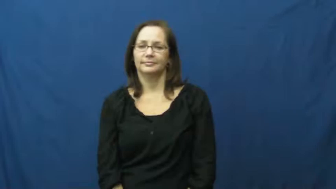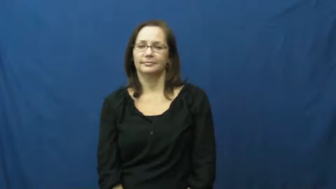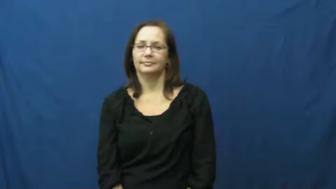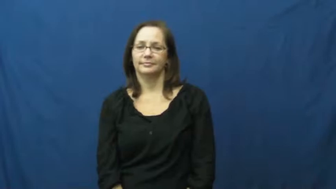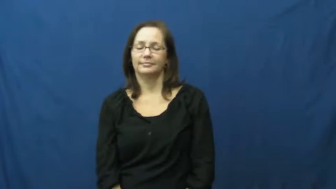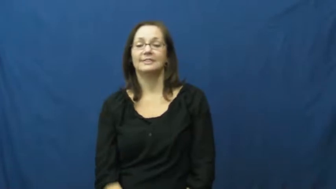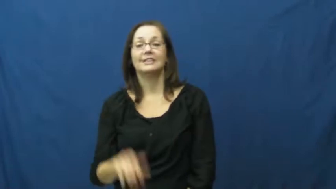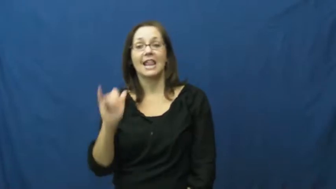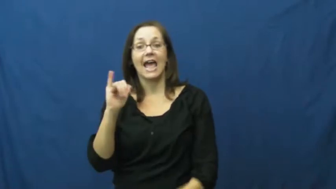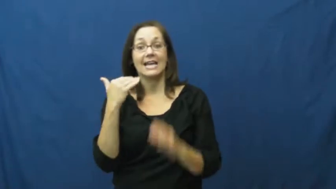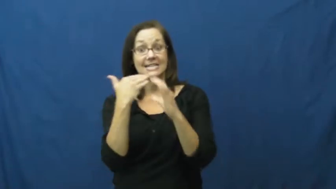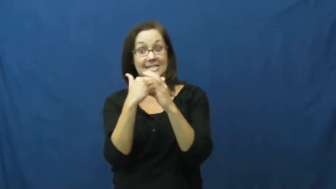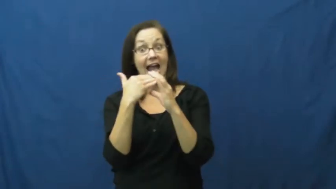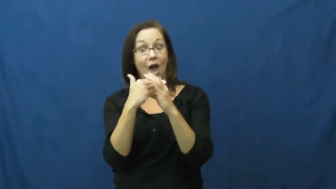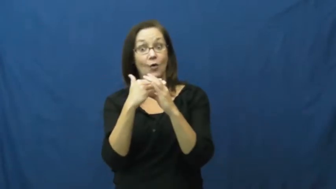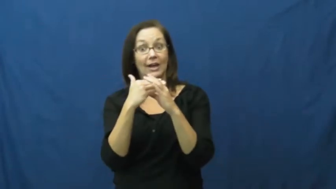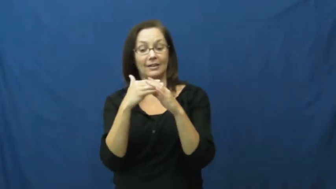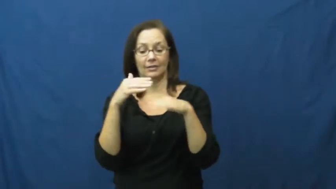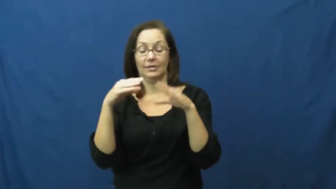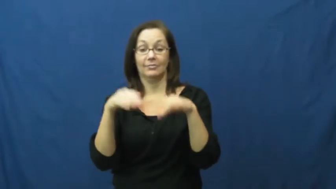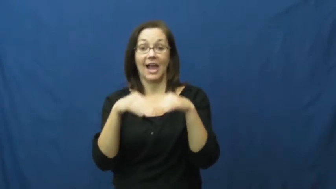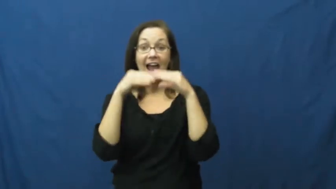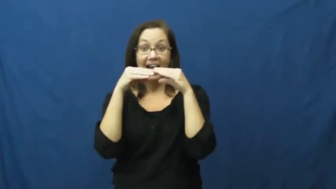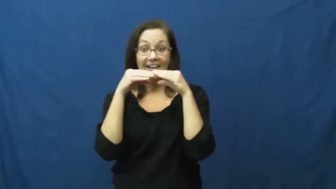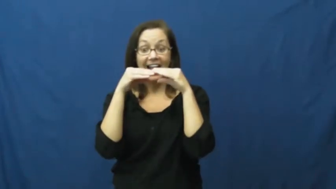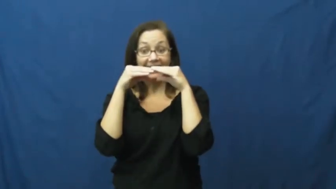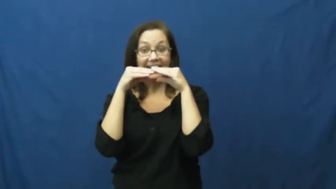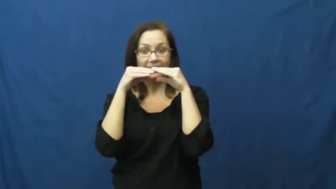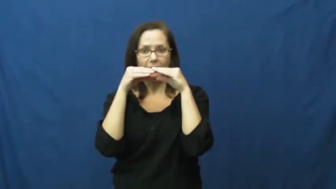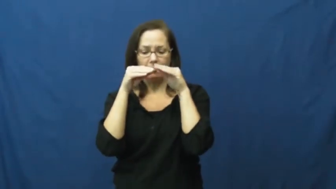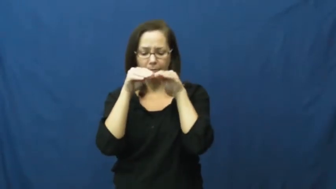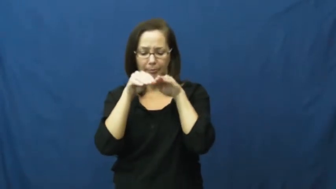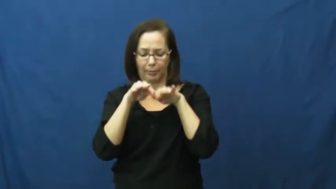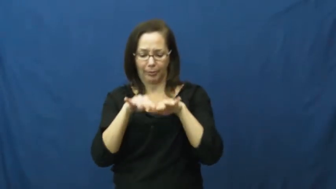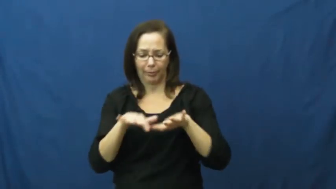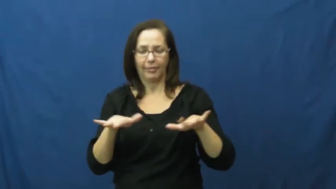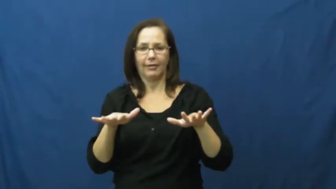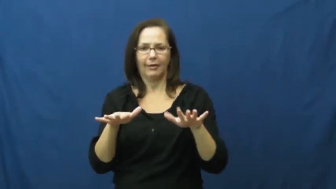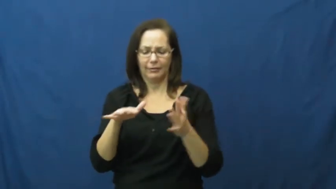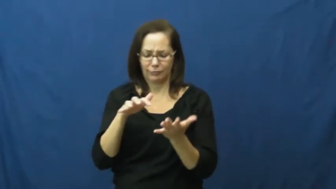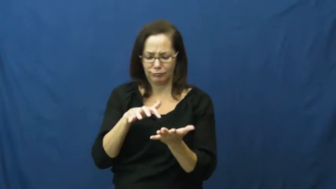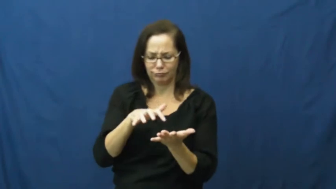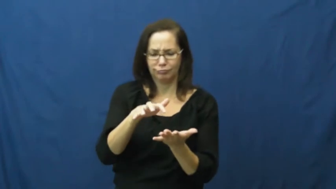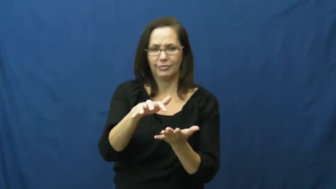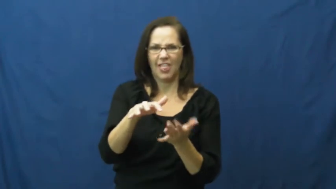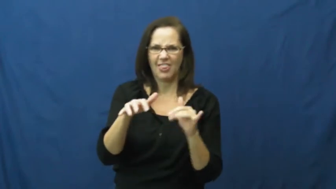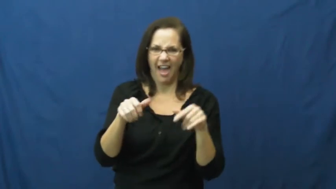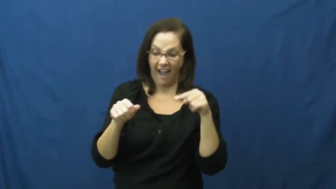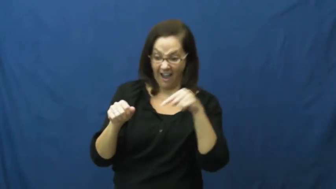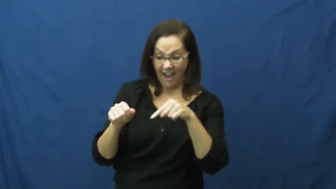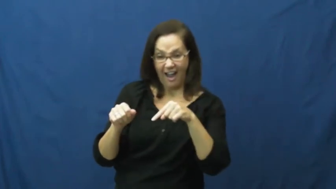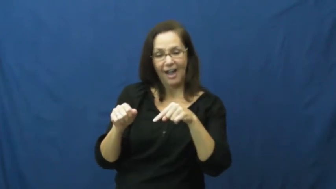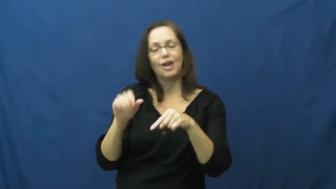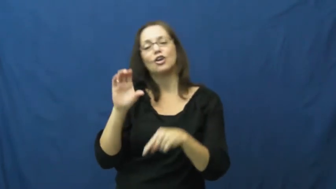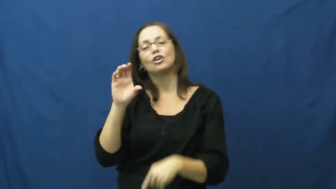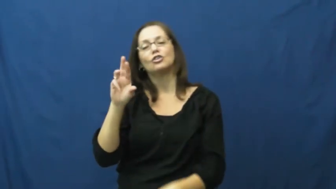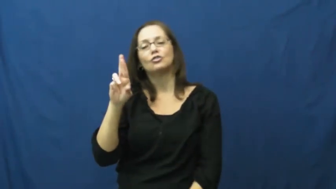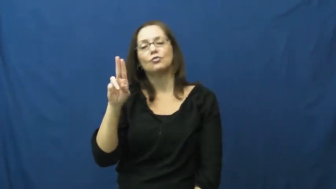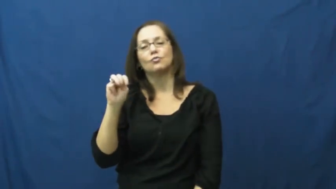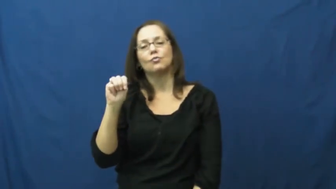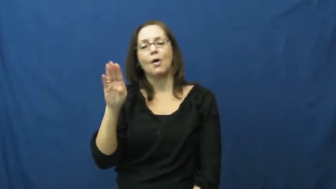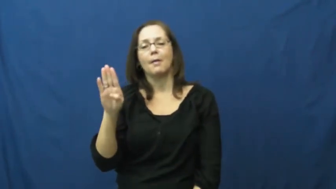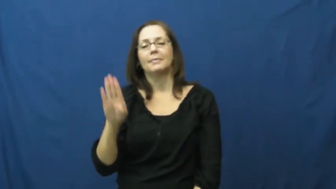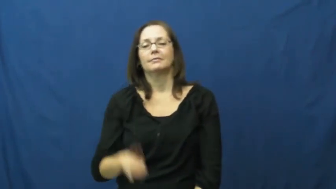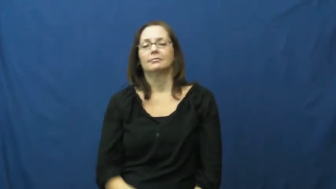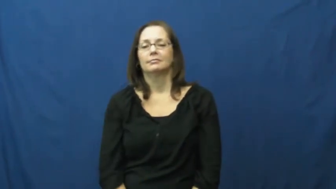crumb